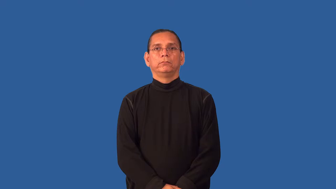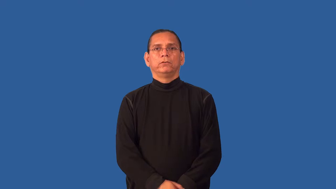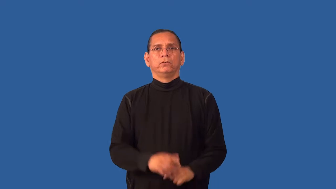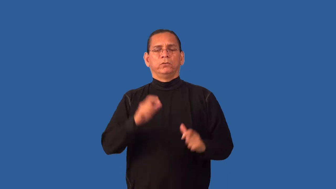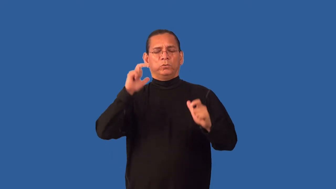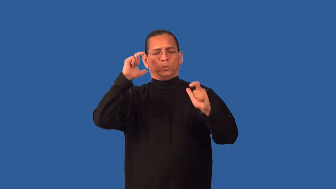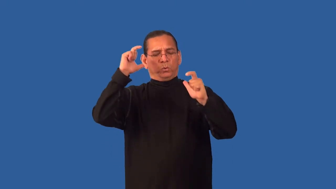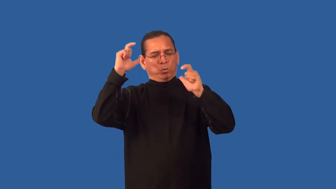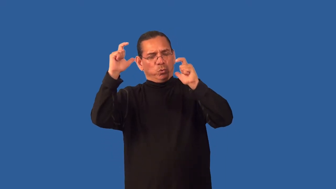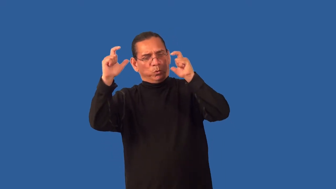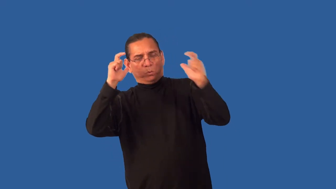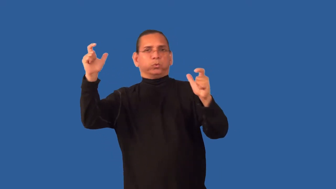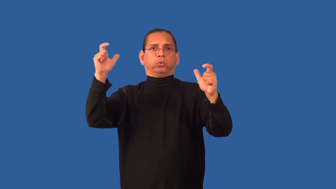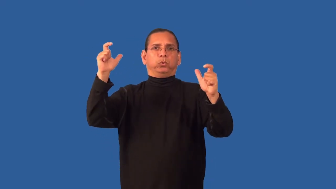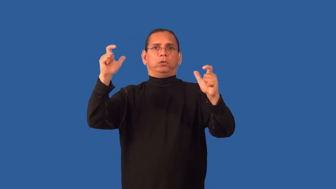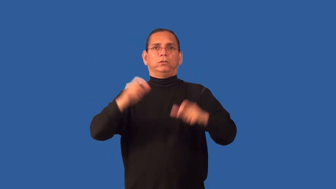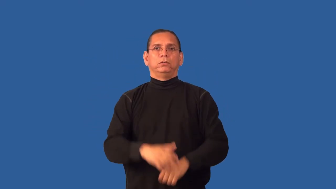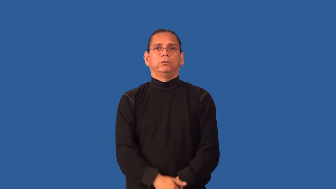goodly